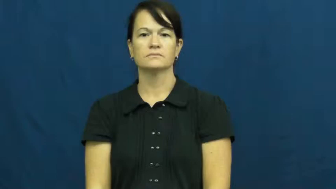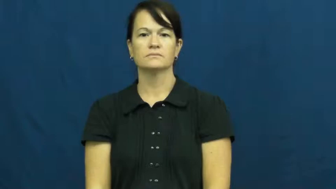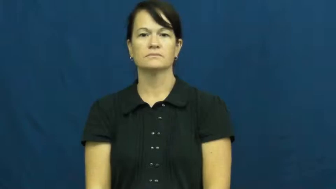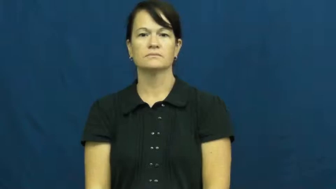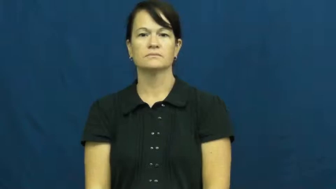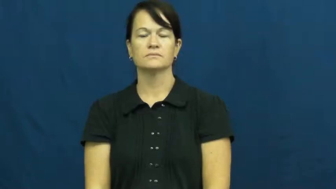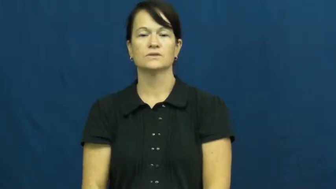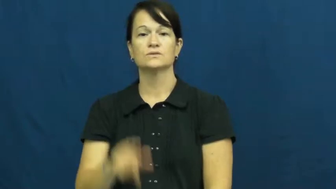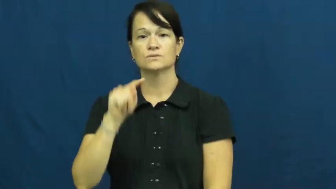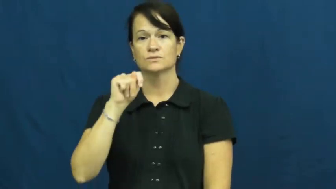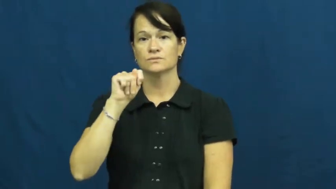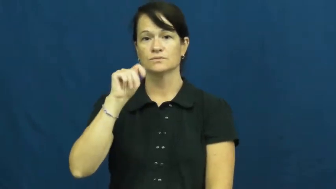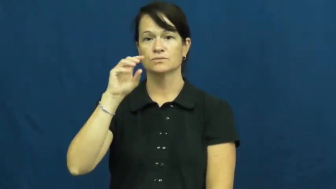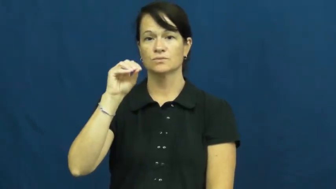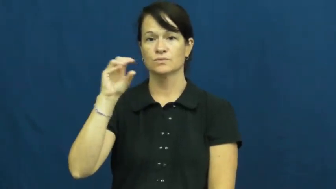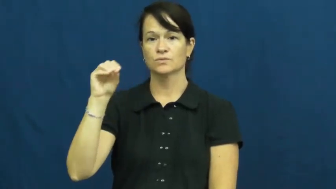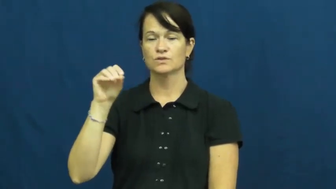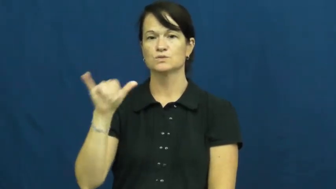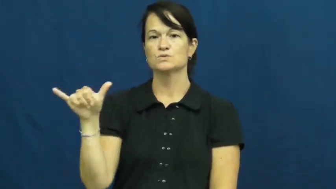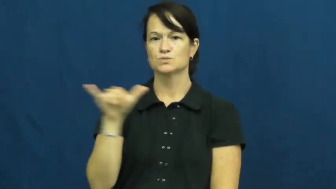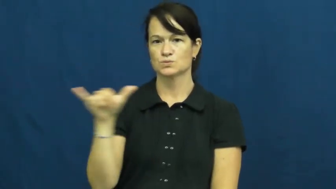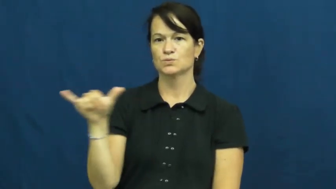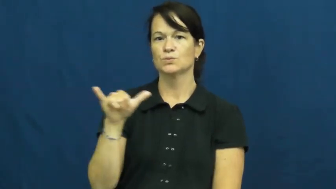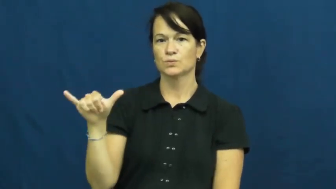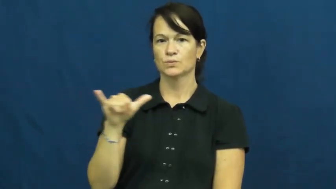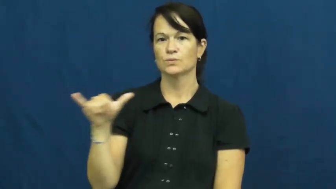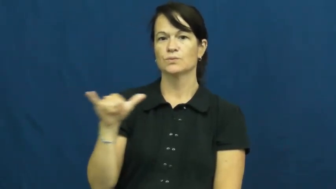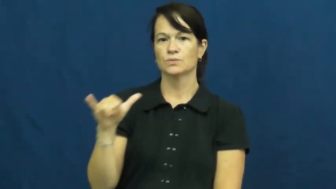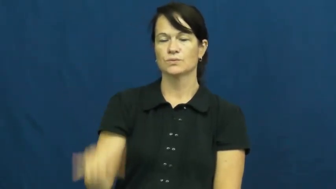too